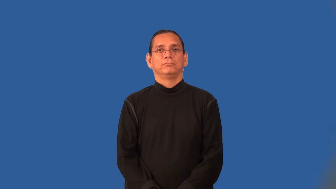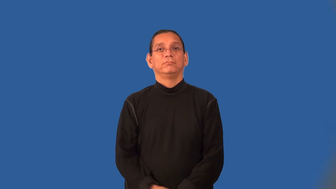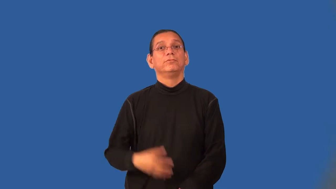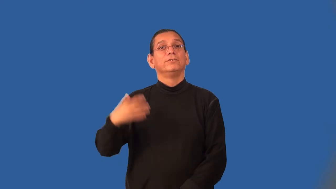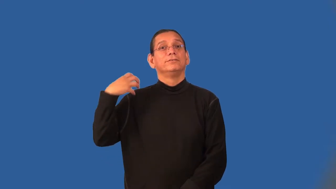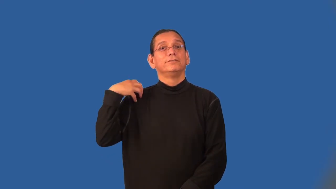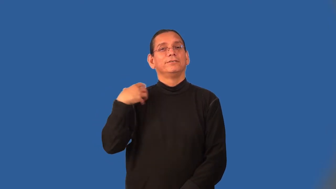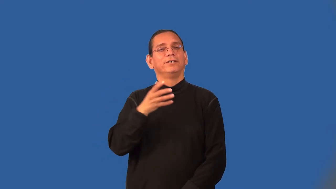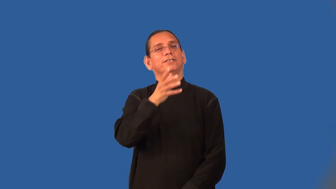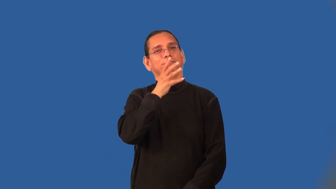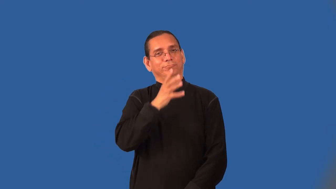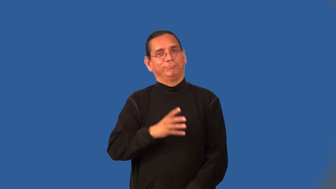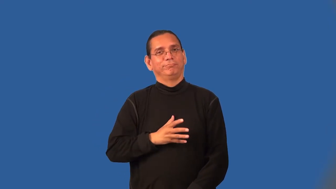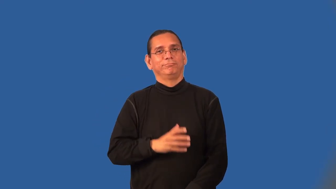chairwoman